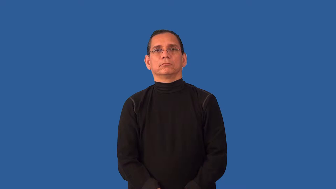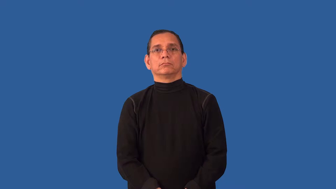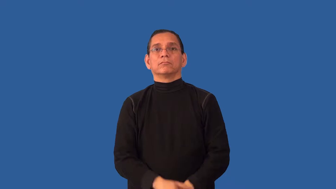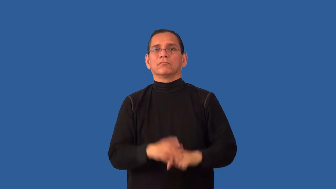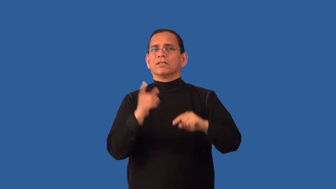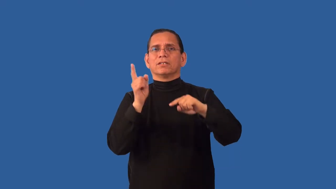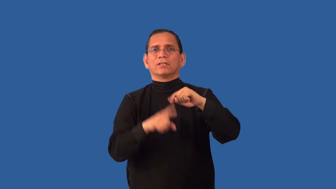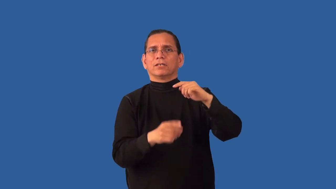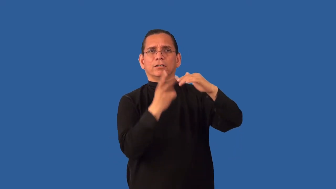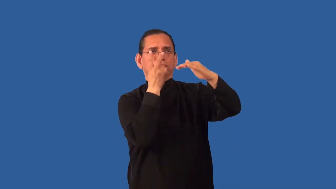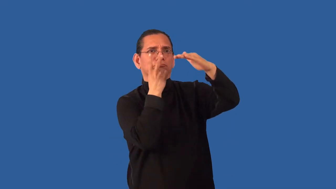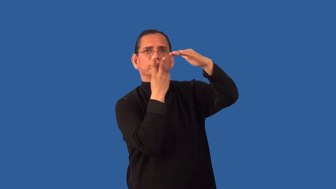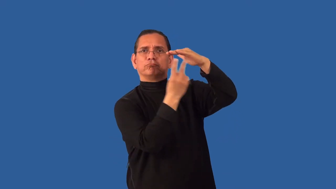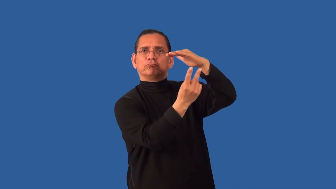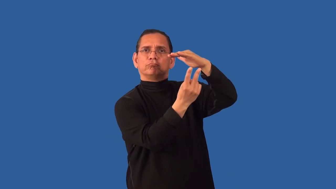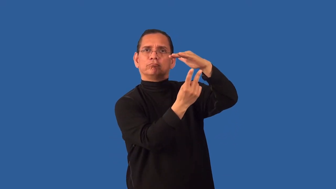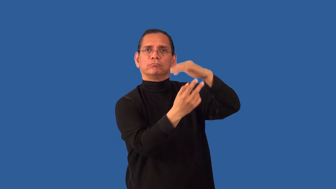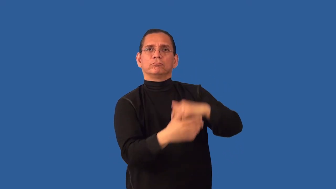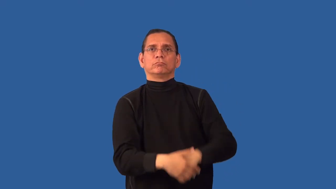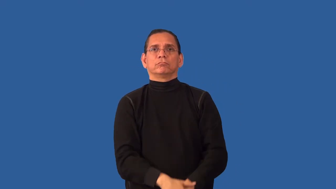unforeseeable